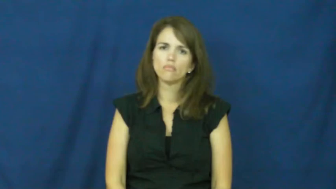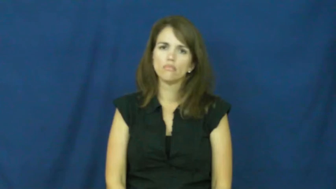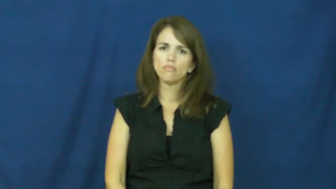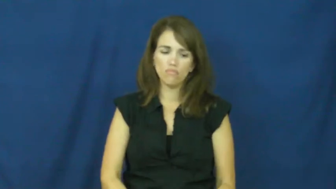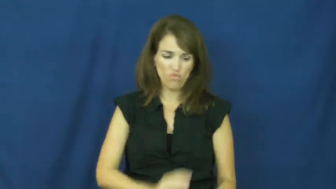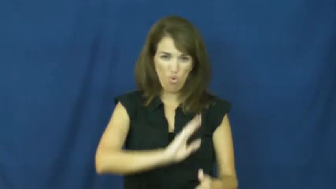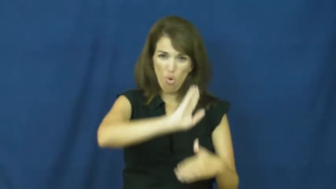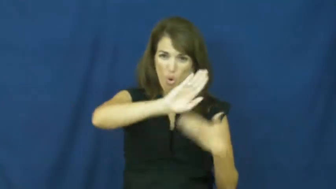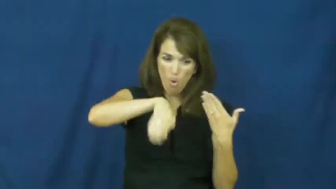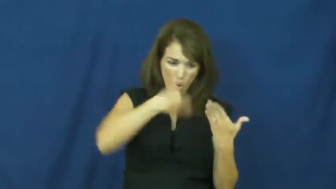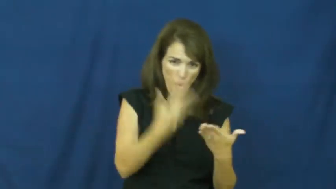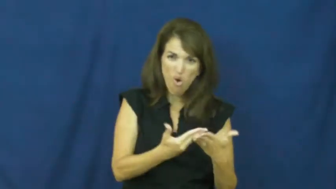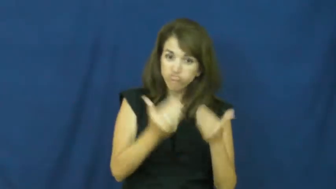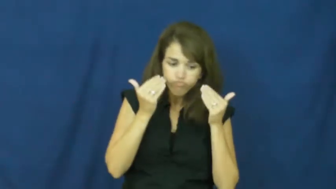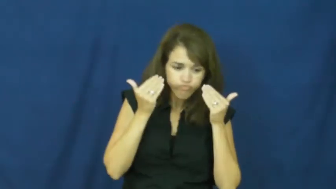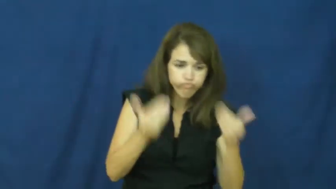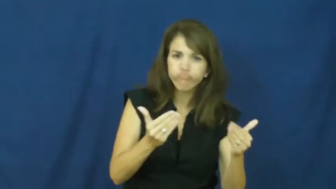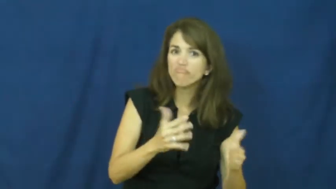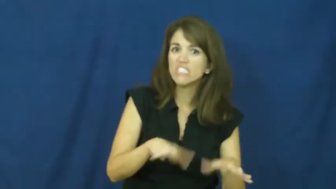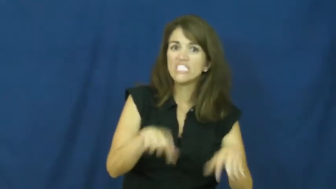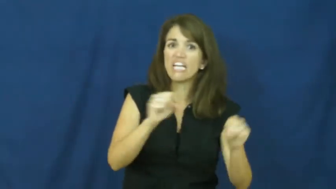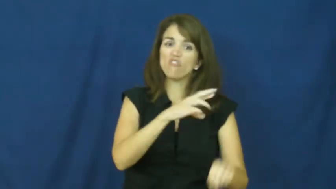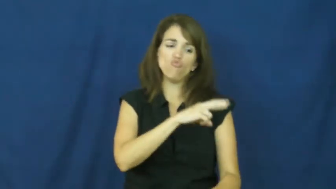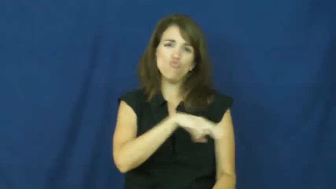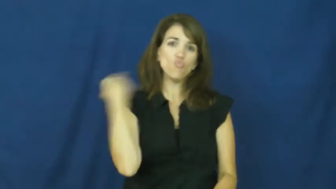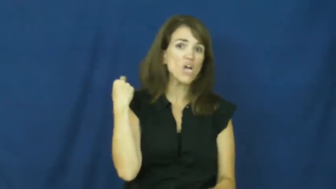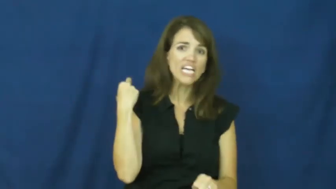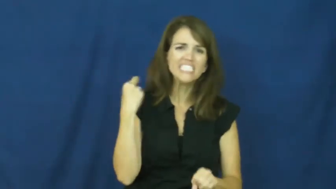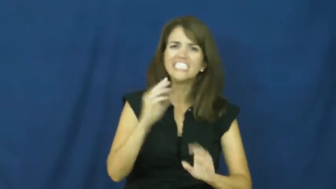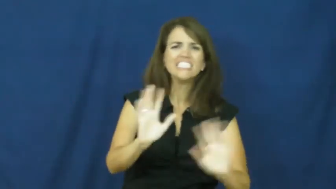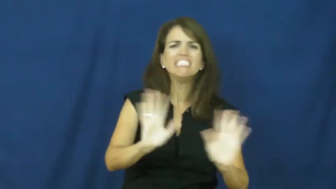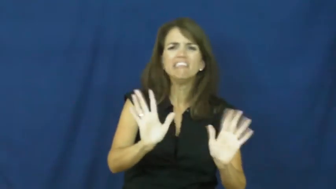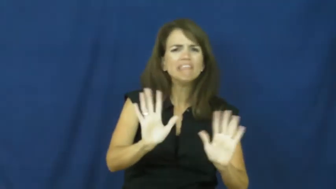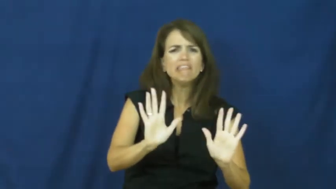"all your eggs in one basket", "all in"